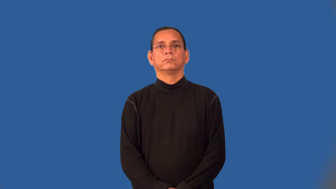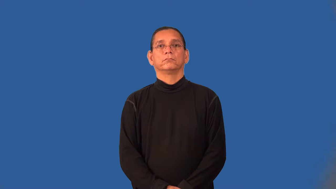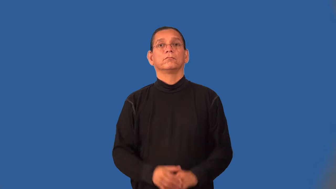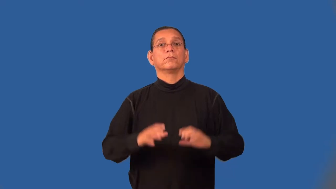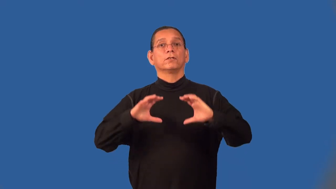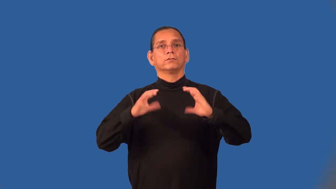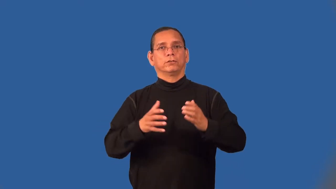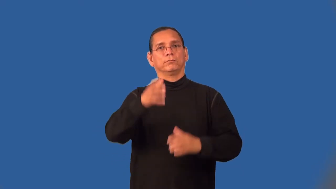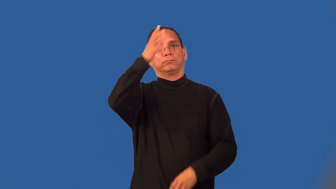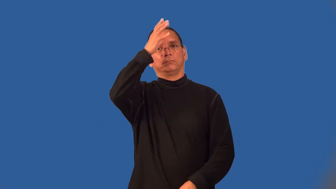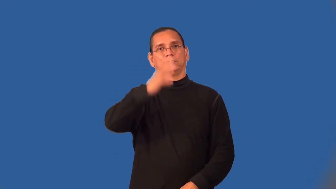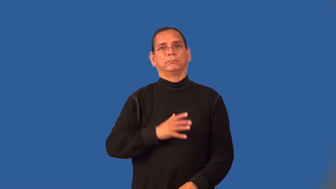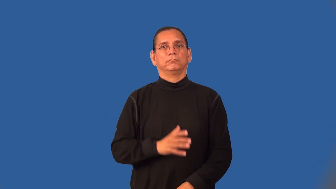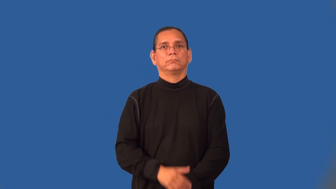tribesman